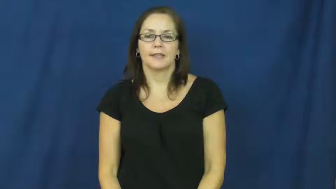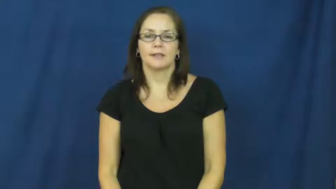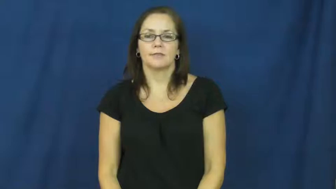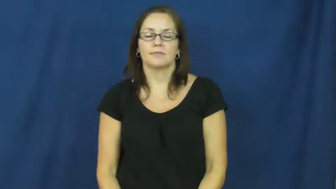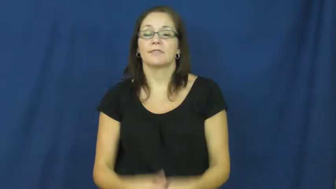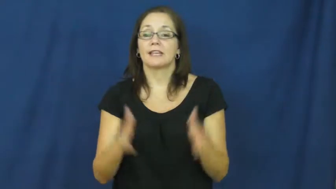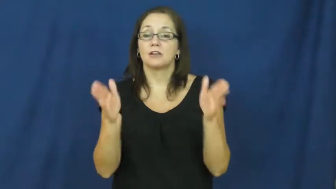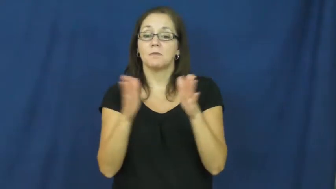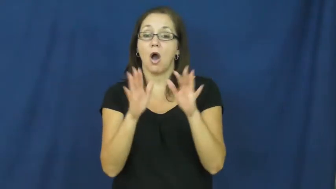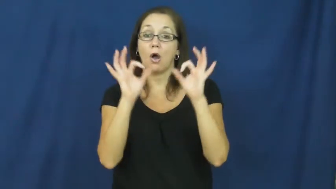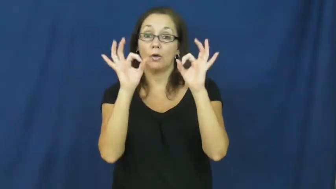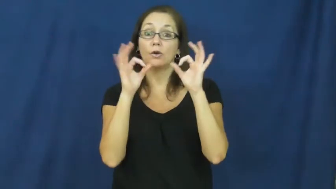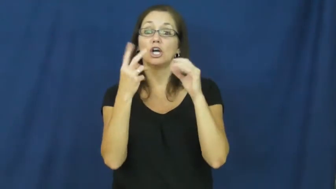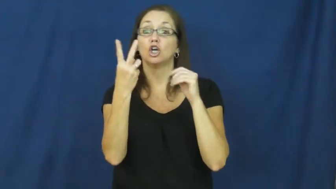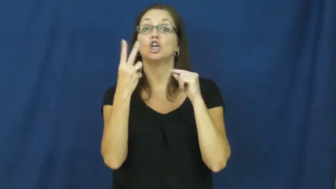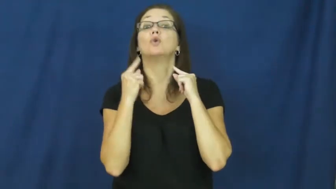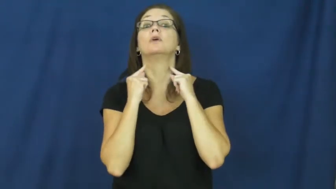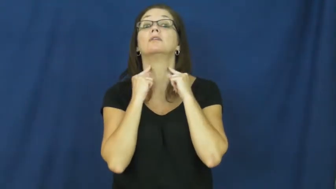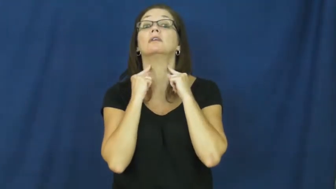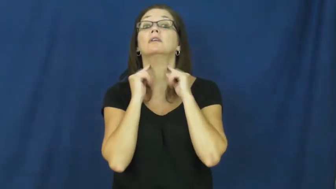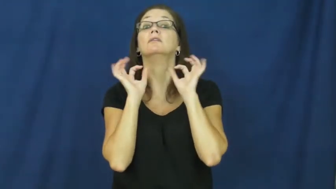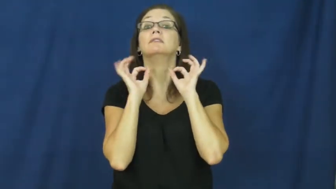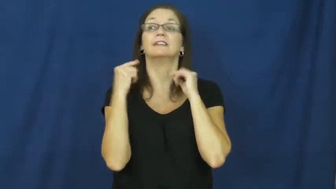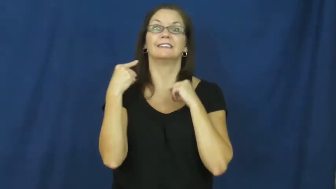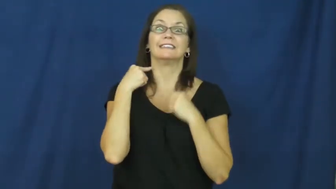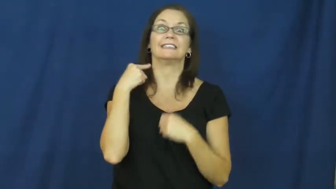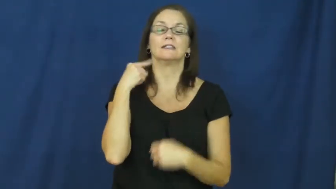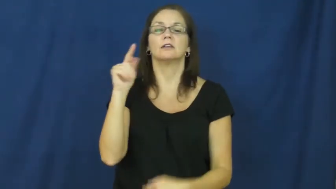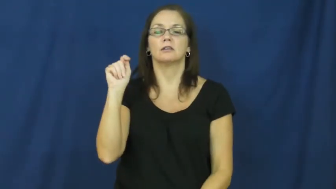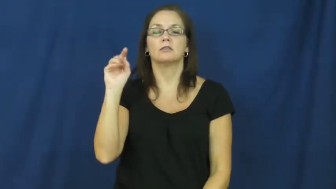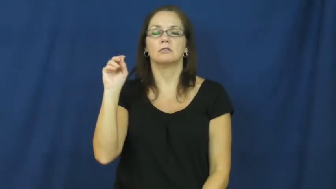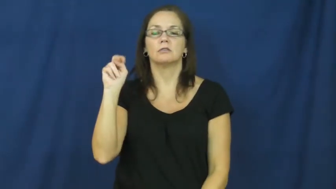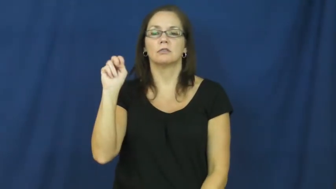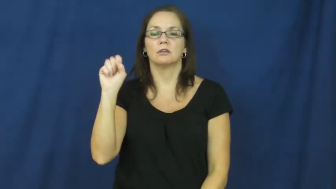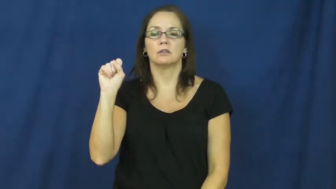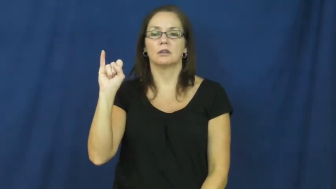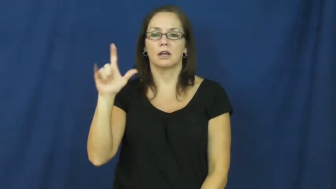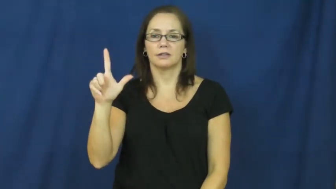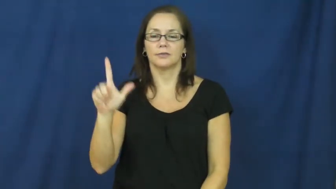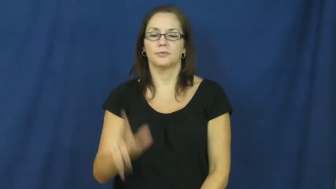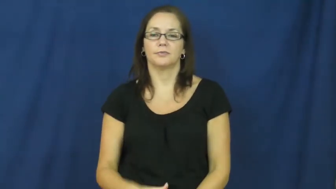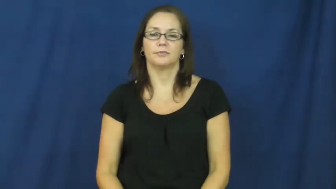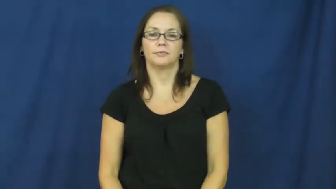tonsil